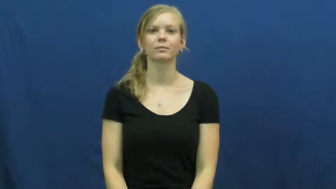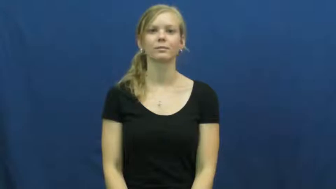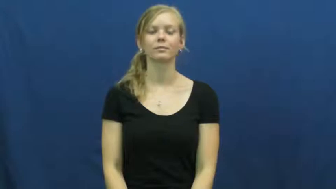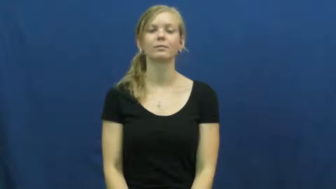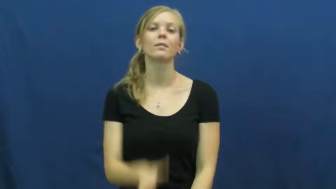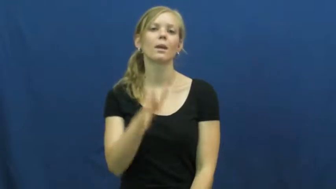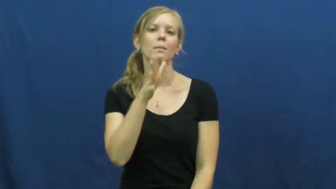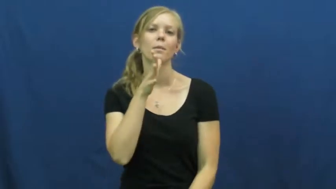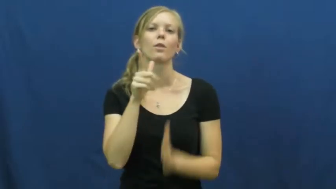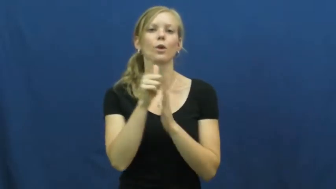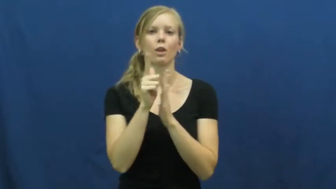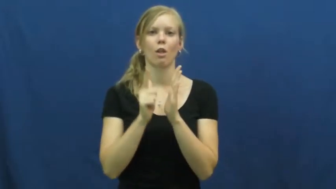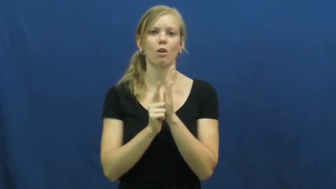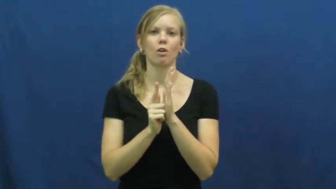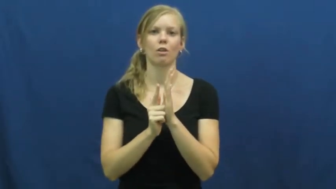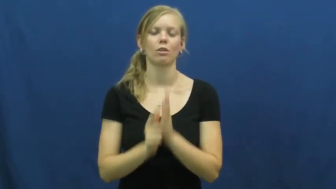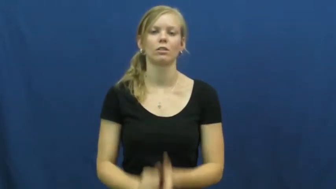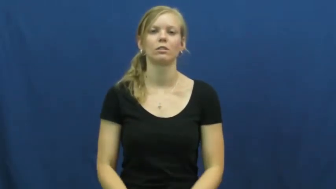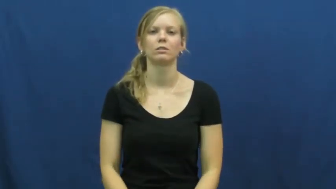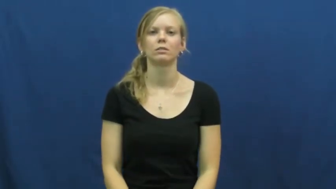mother-in-law